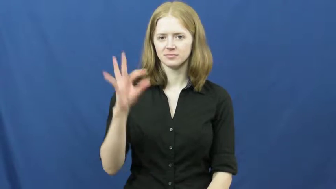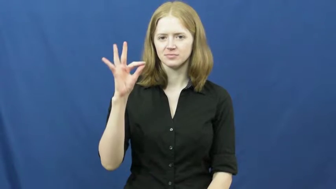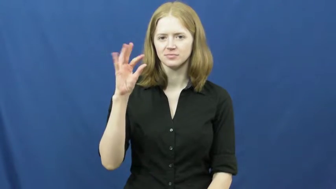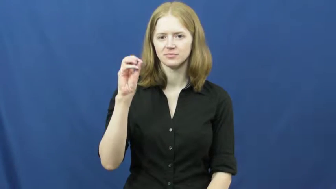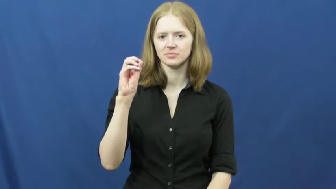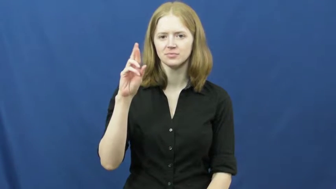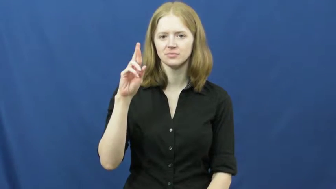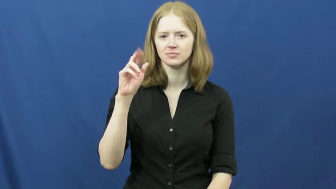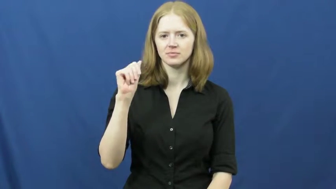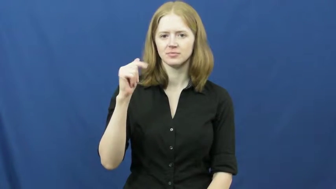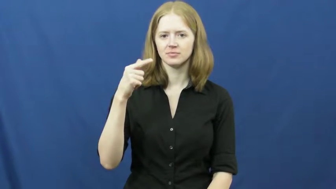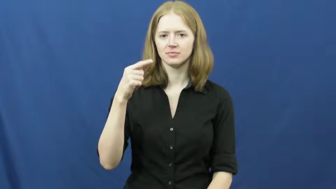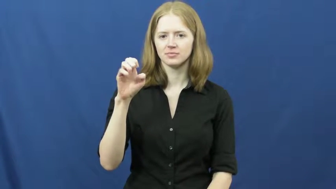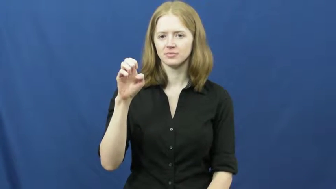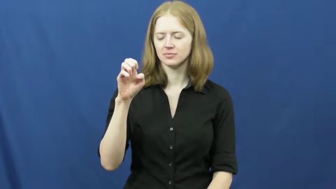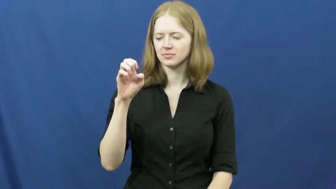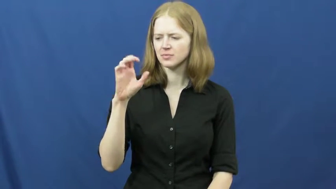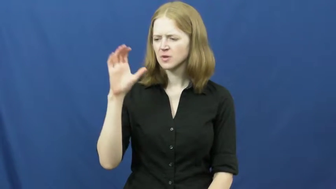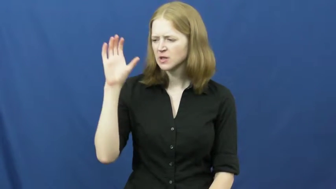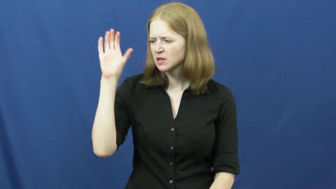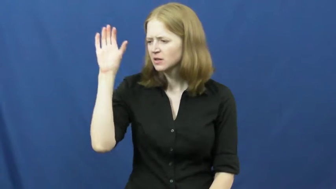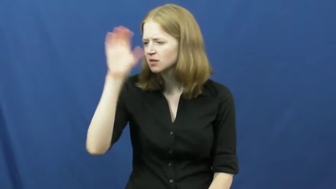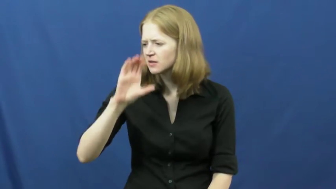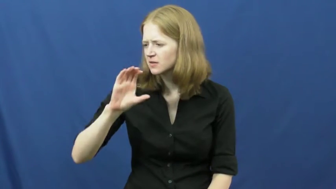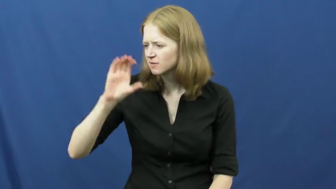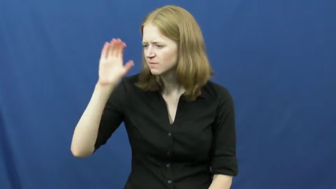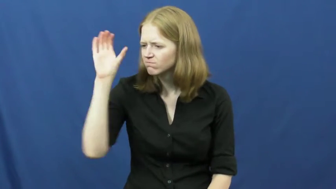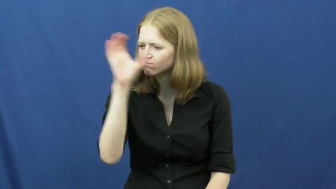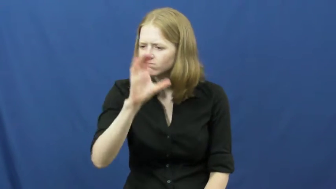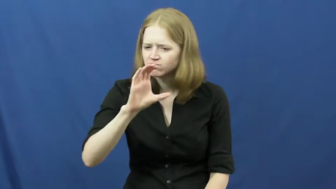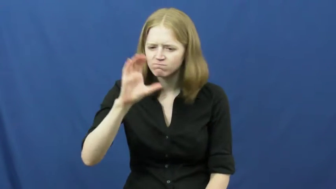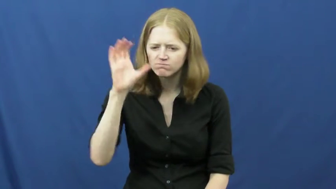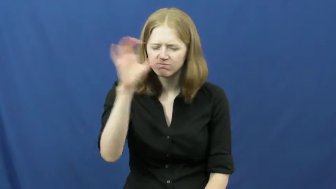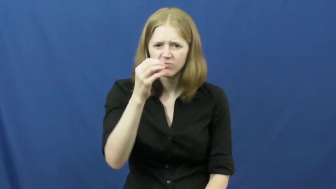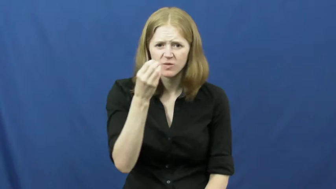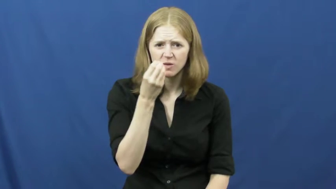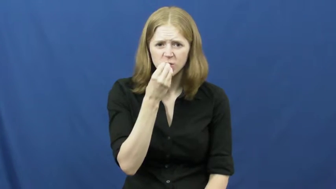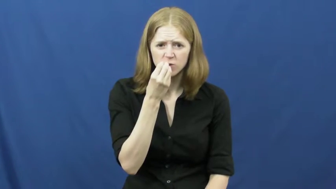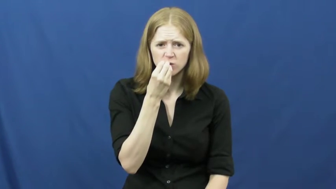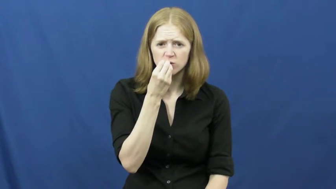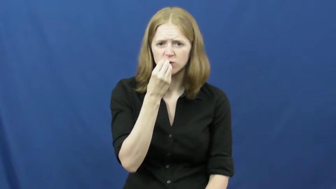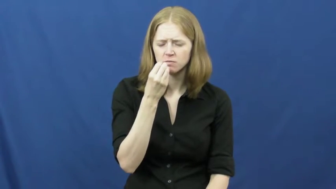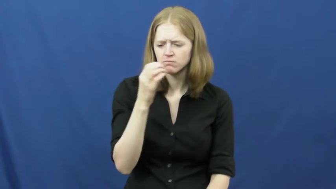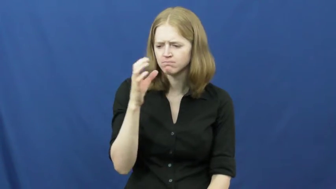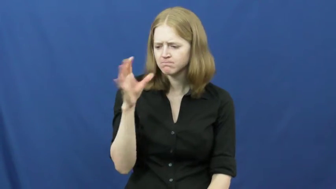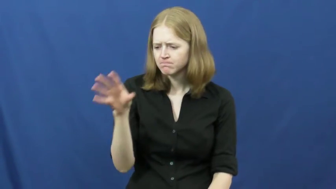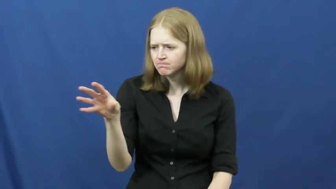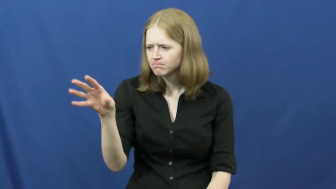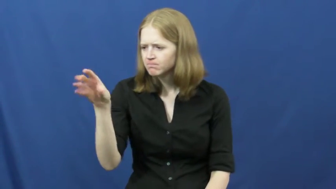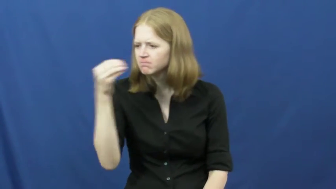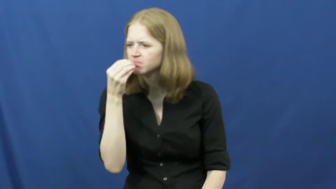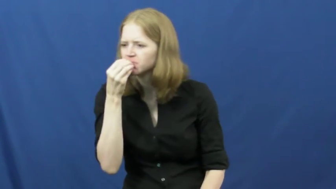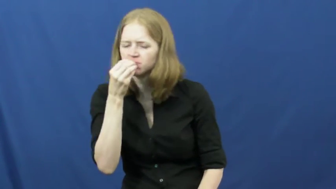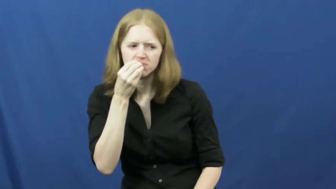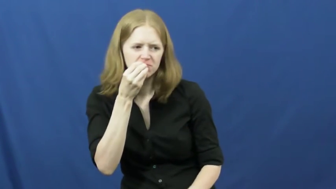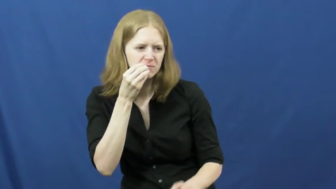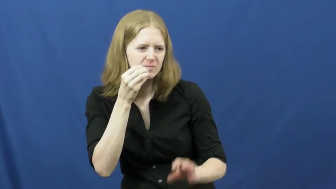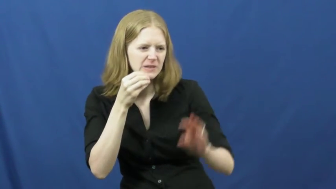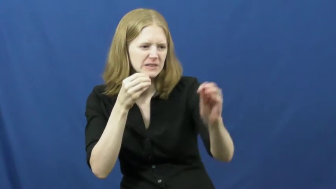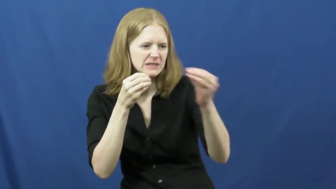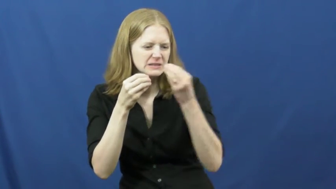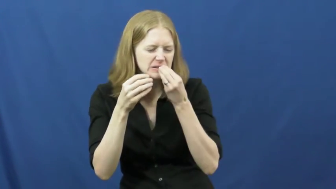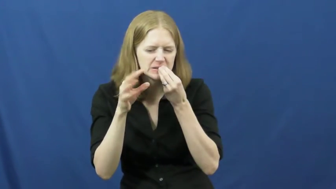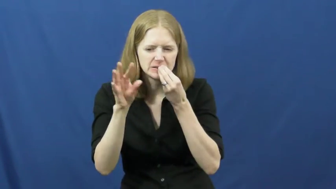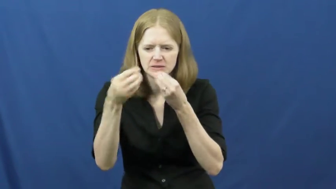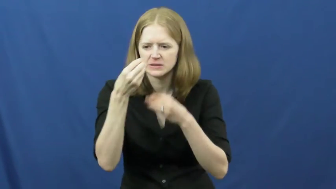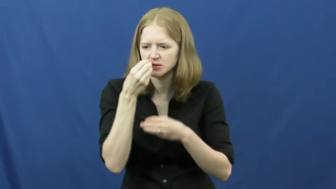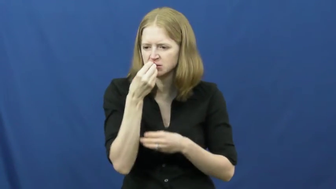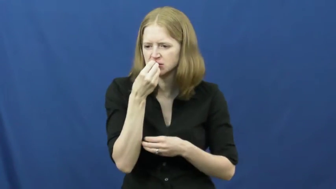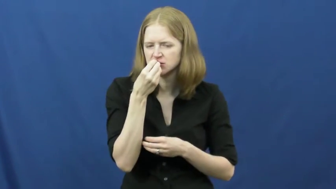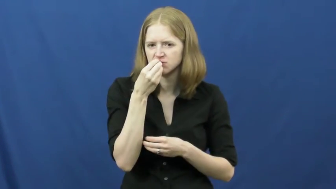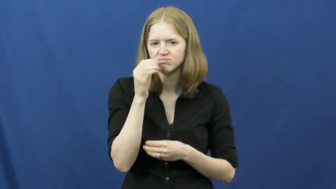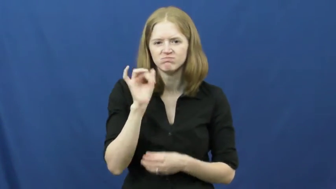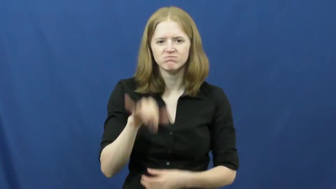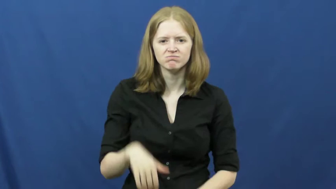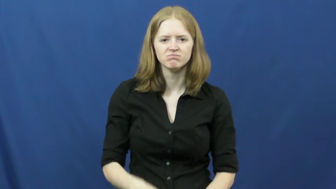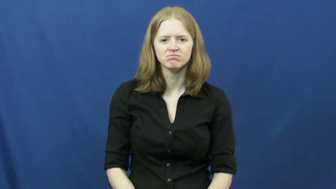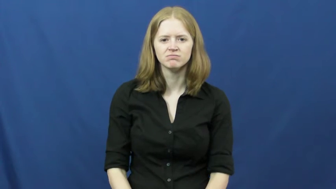forage